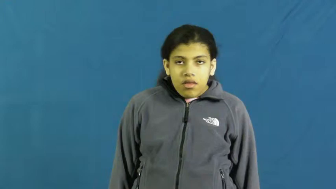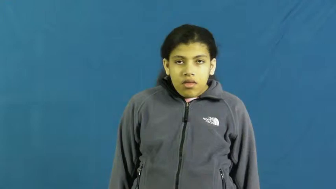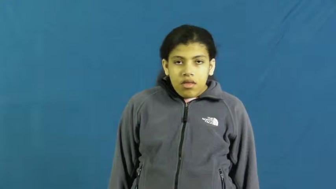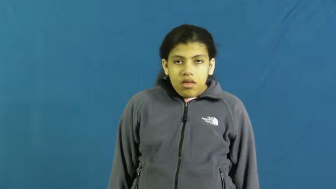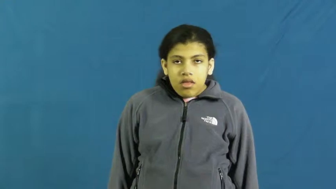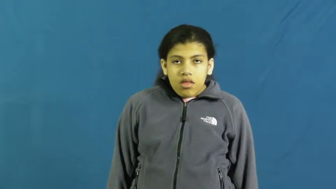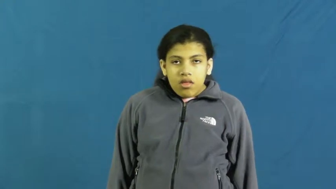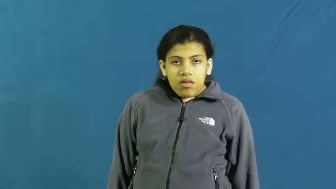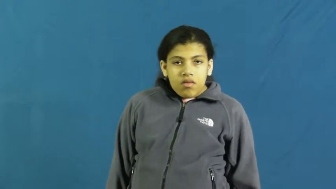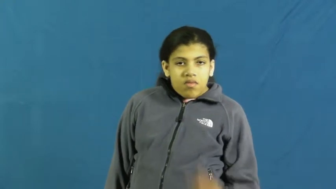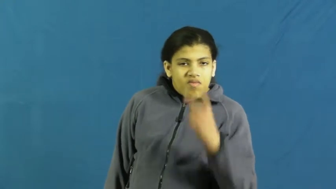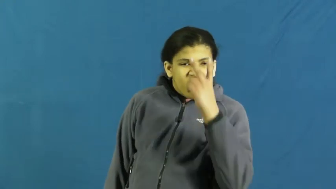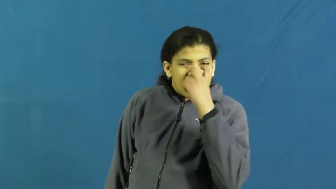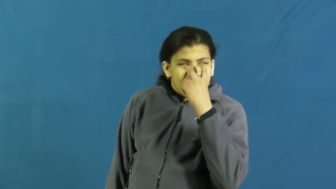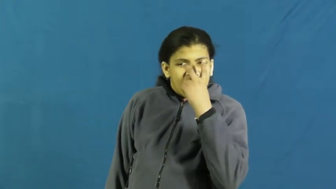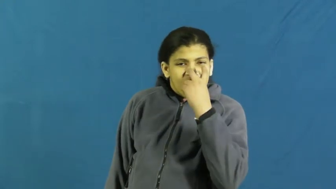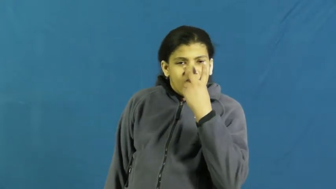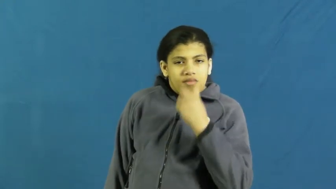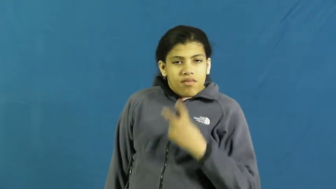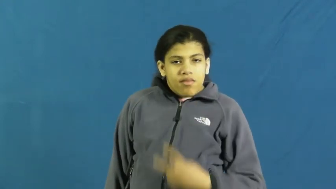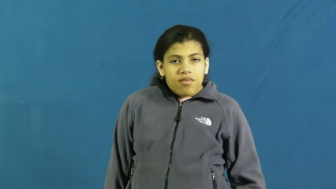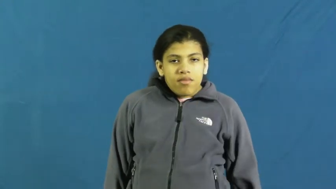doubt,incredulous,questioning,arguable